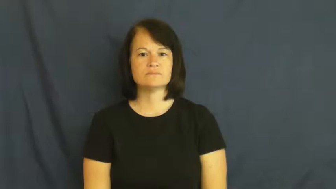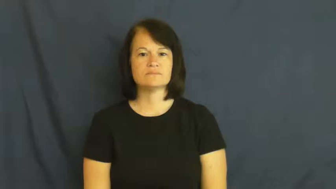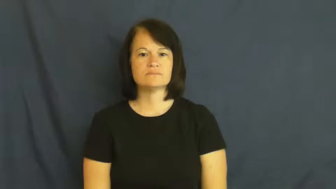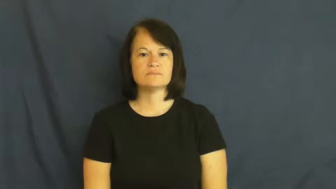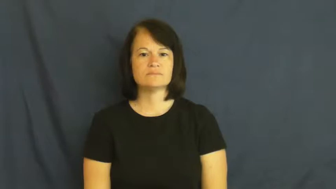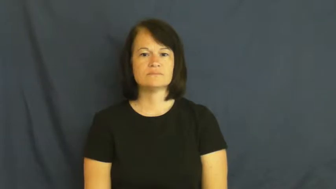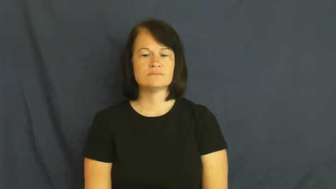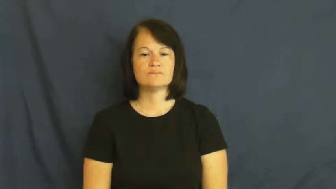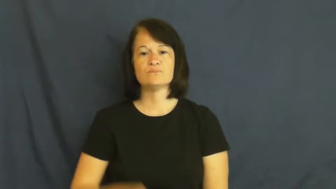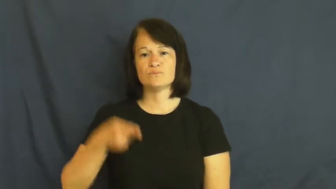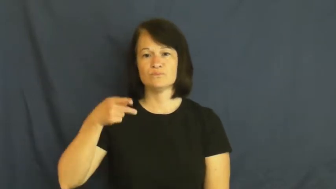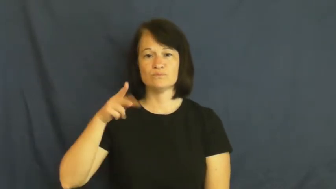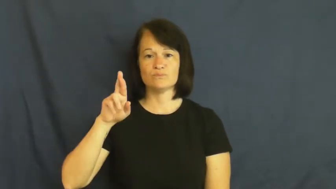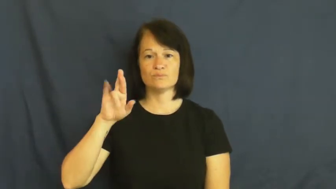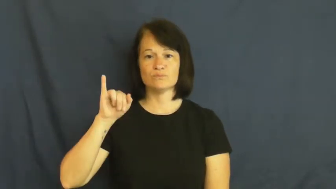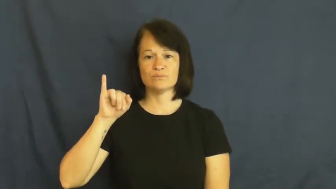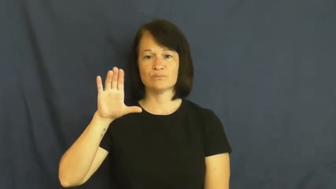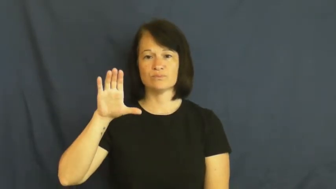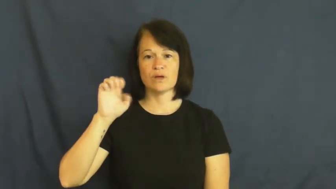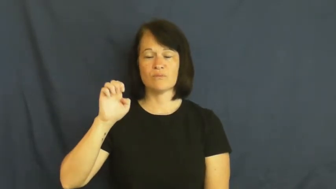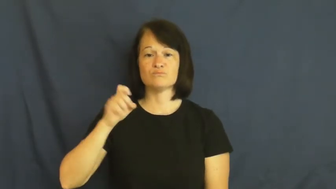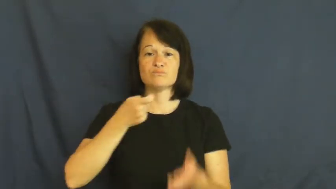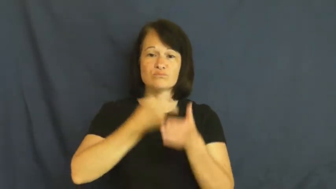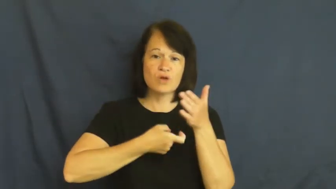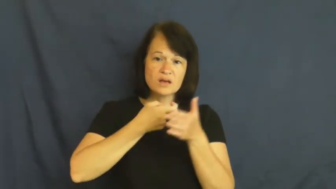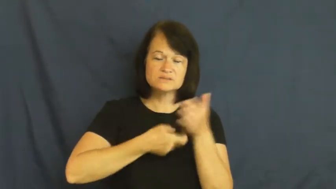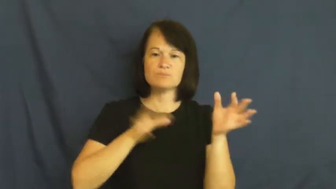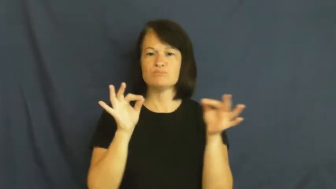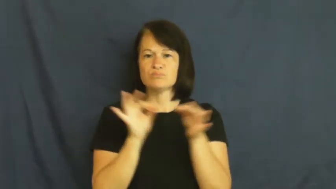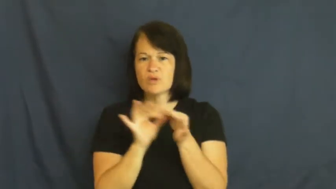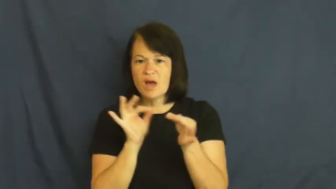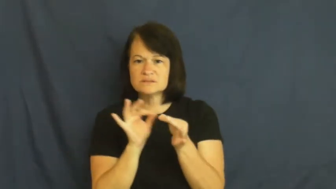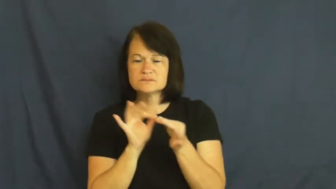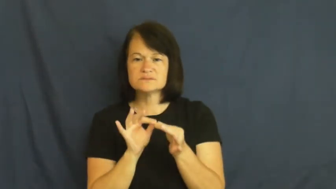price